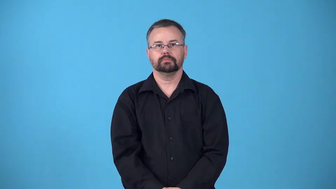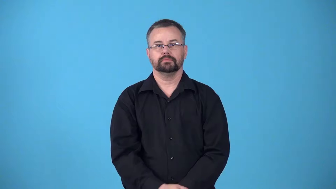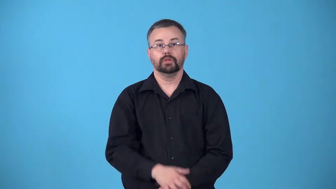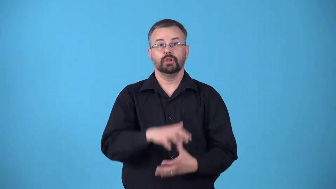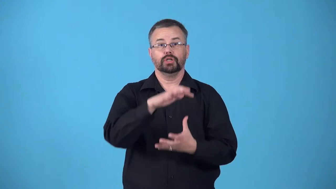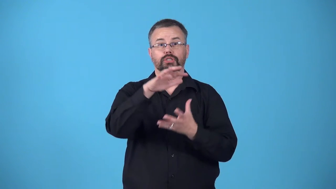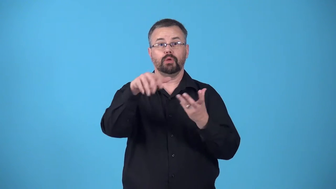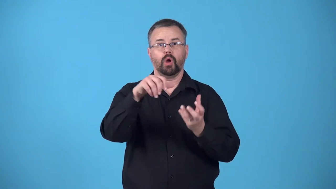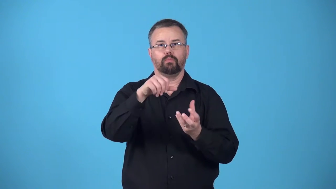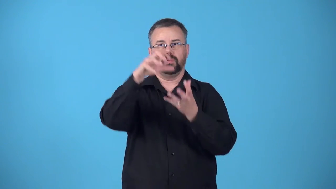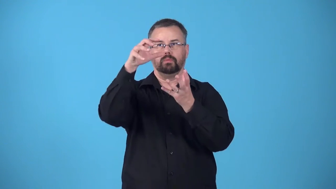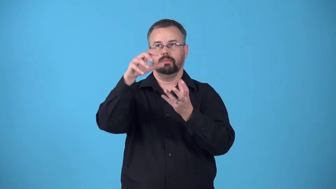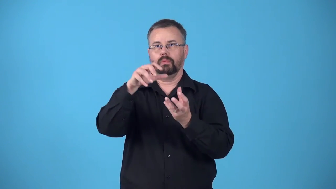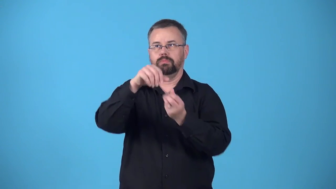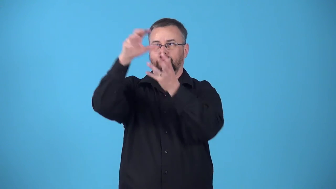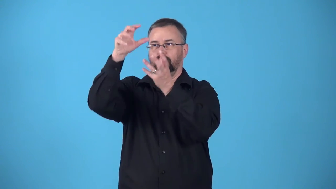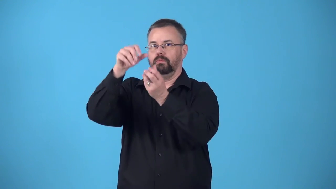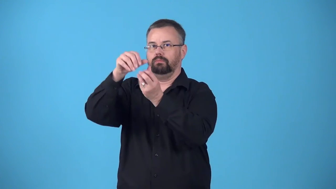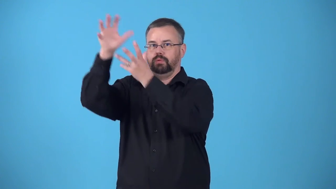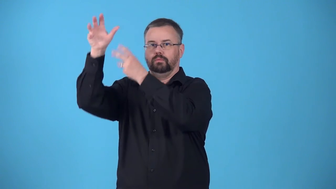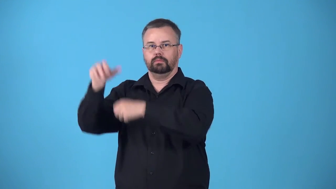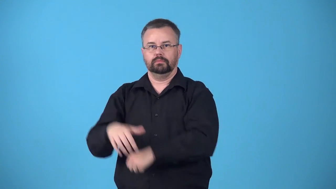belch-smoke